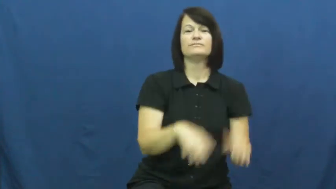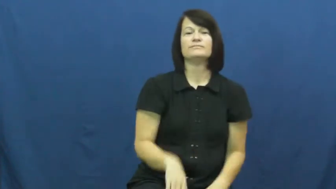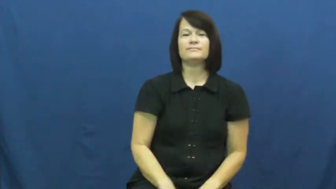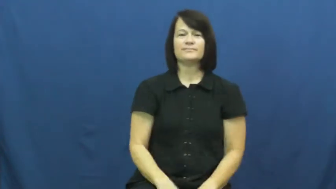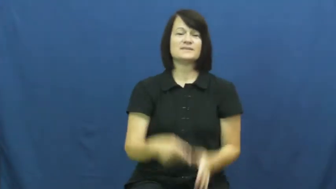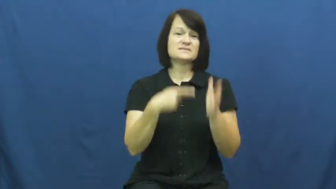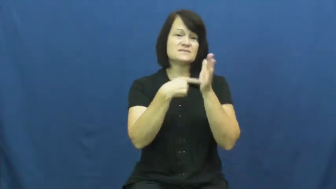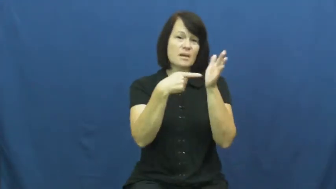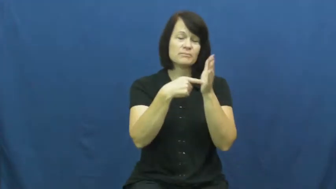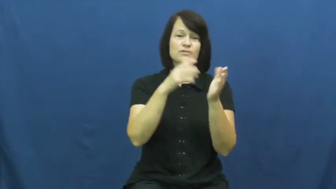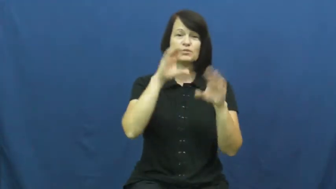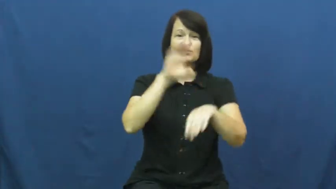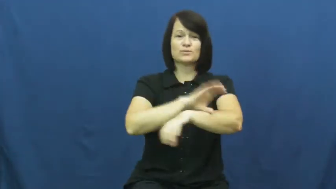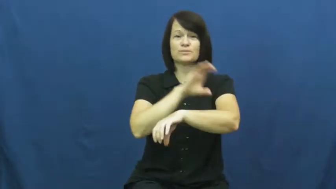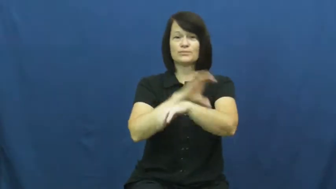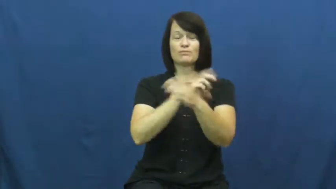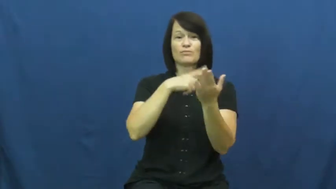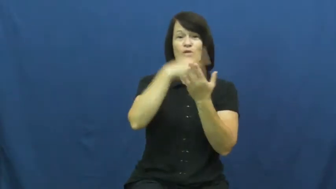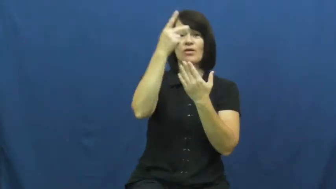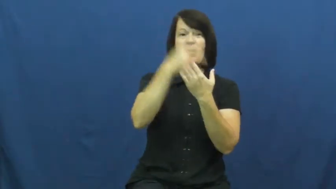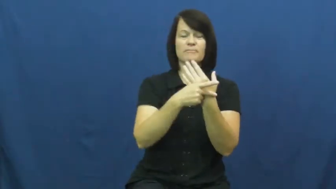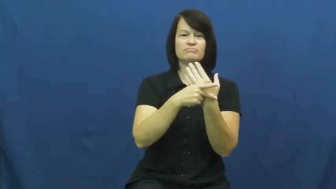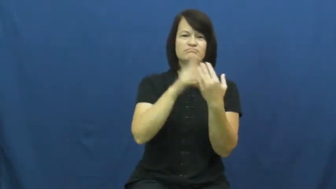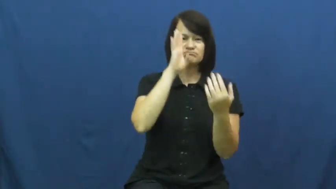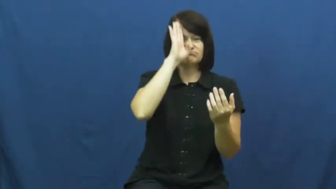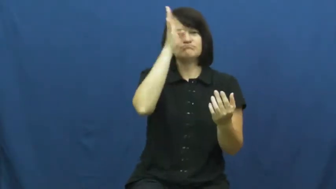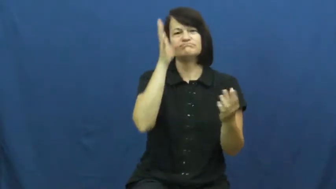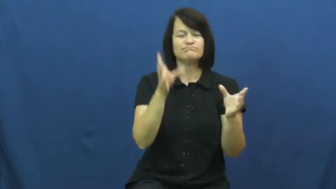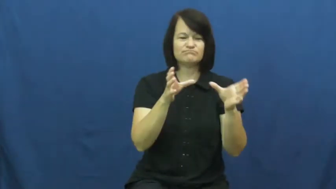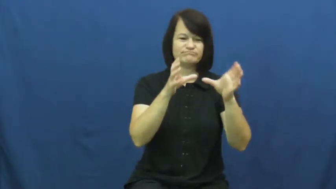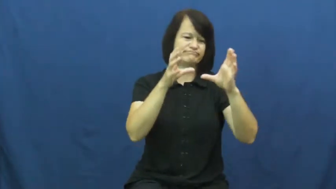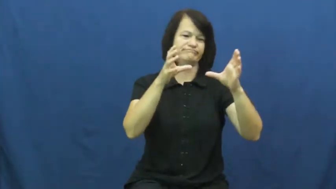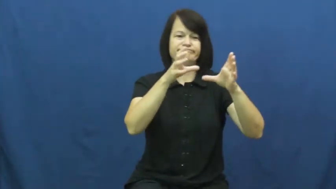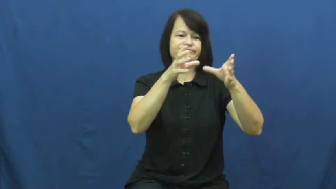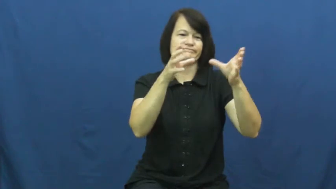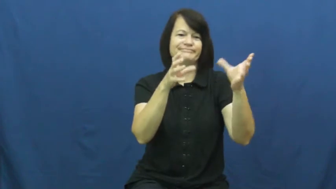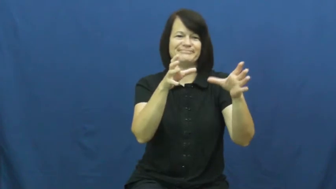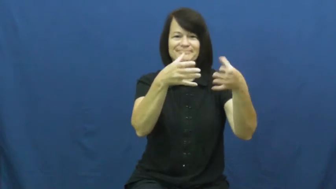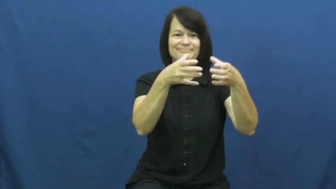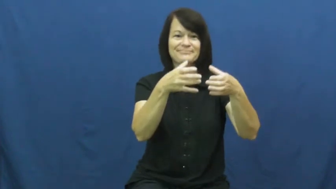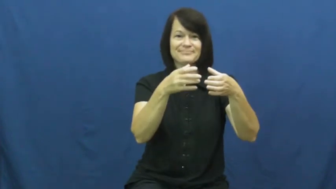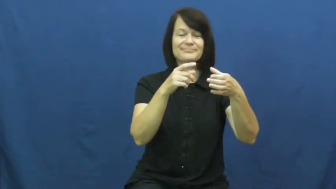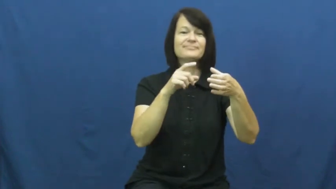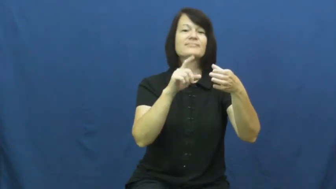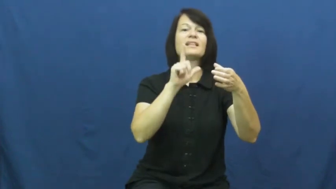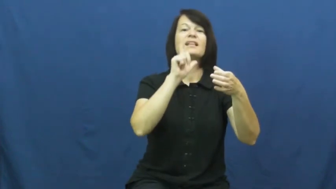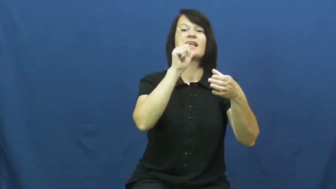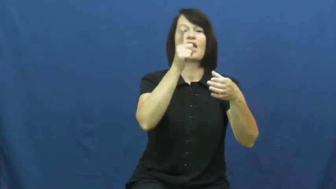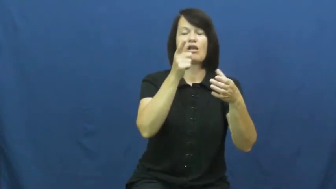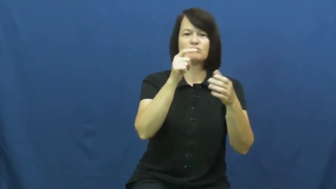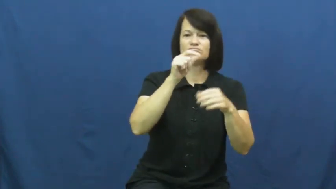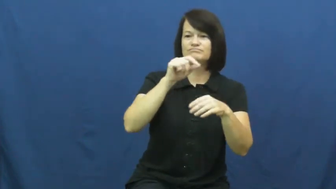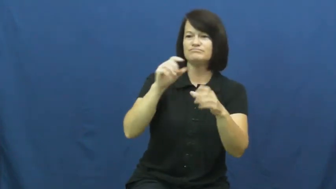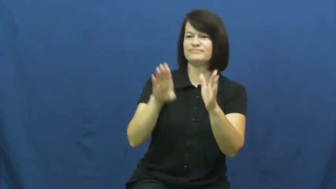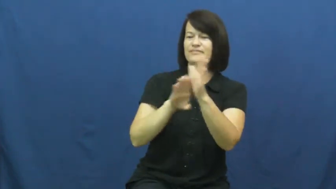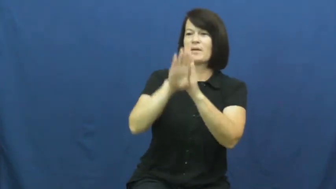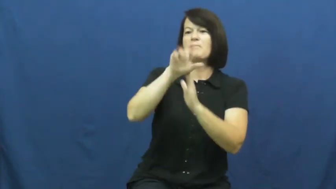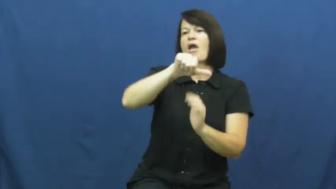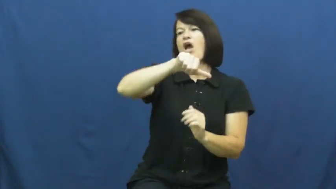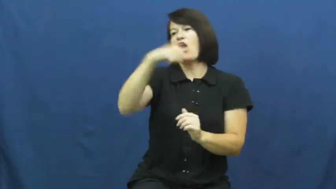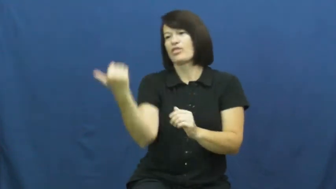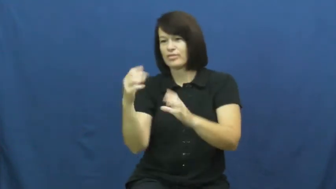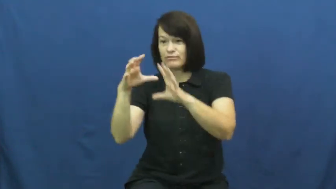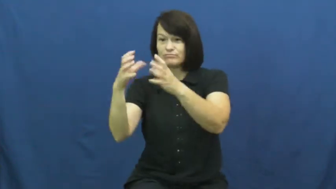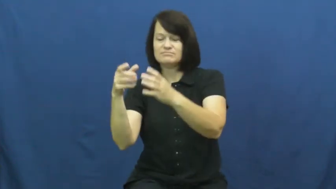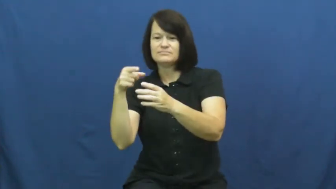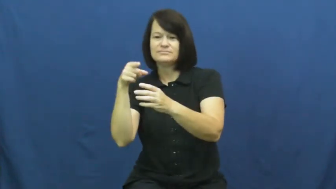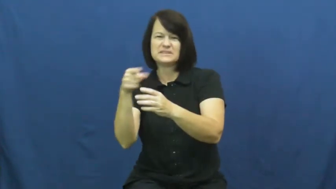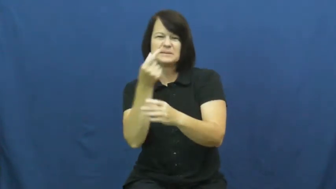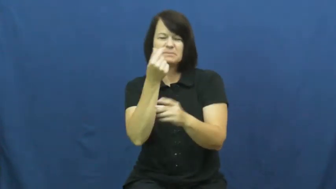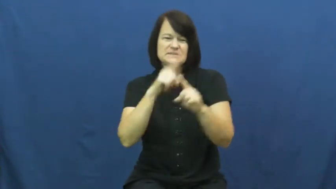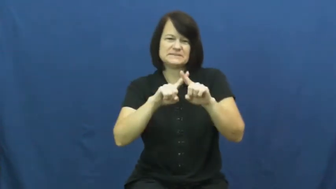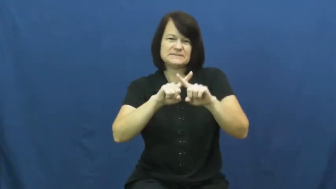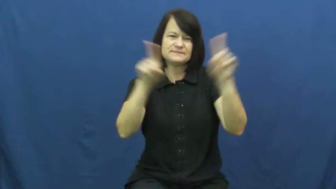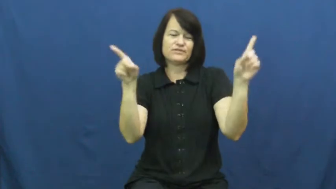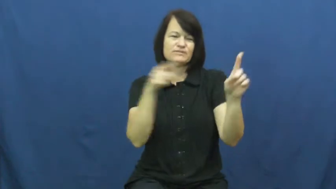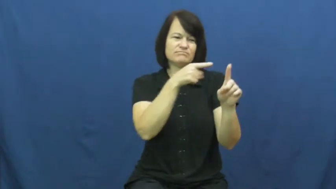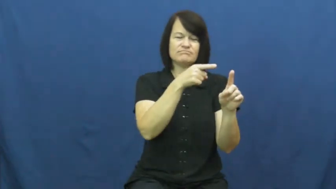version-like version 1.0